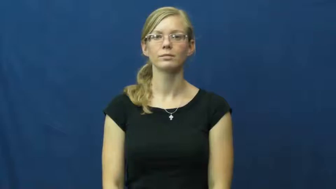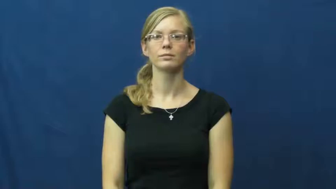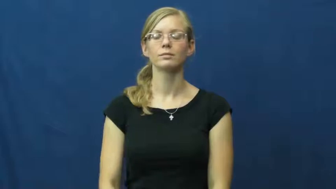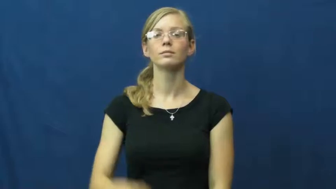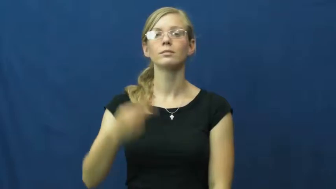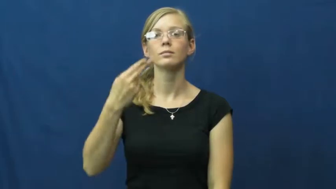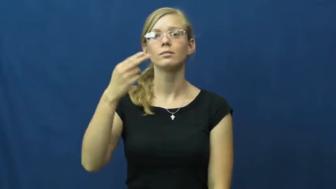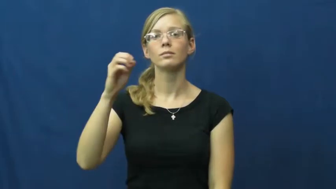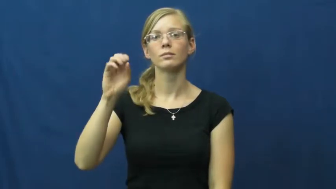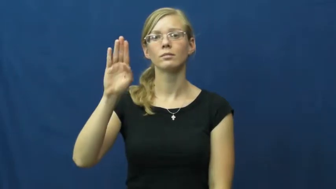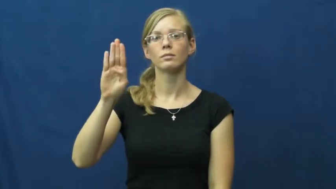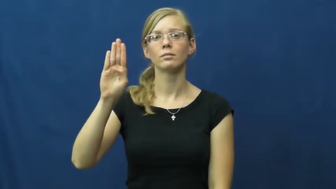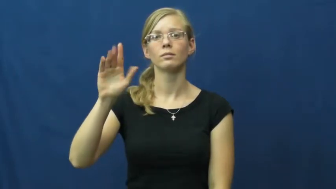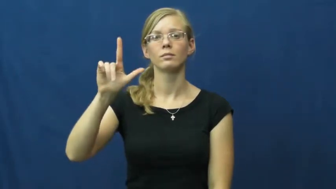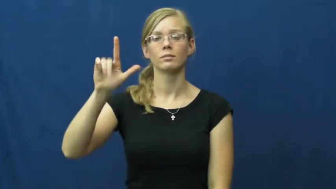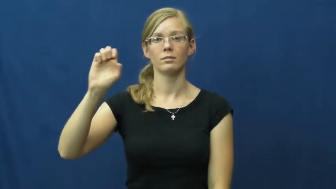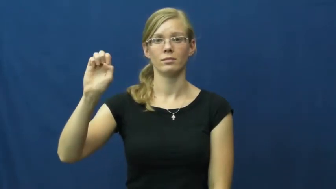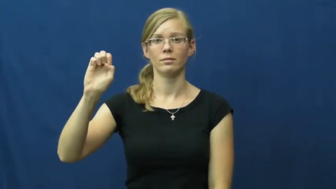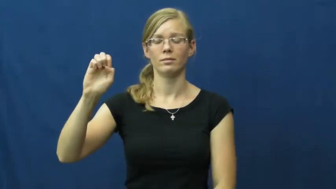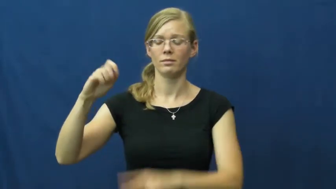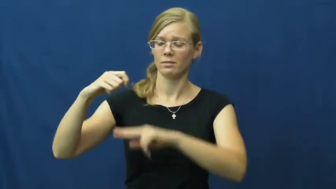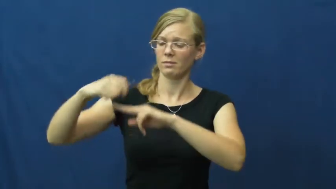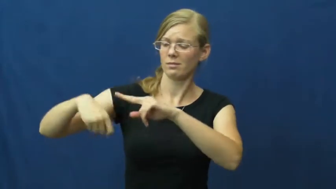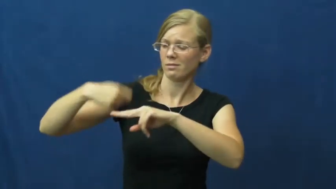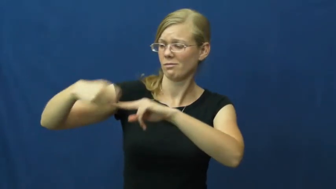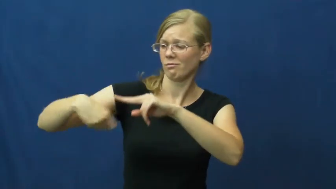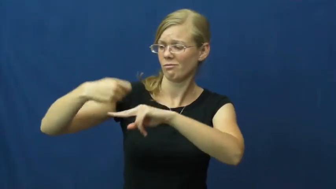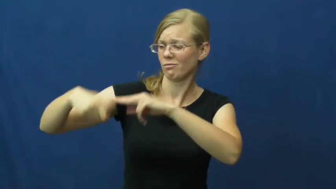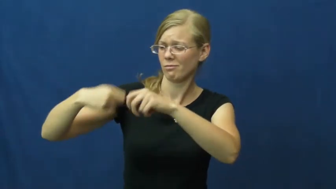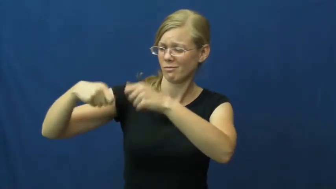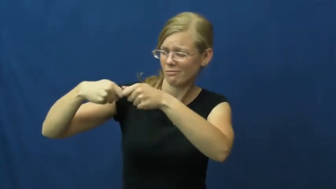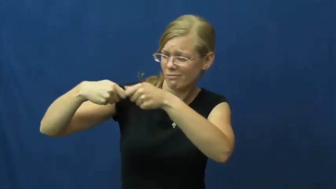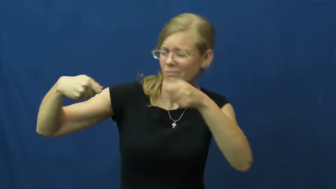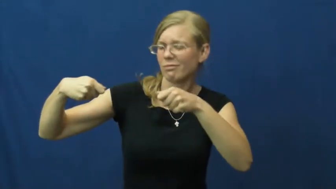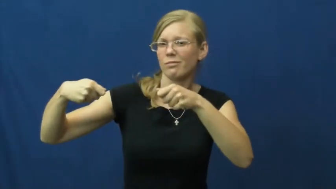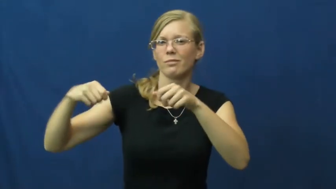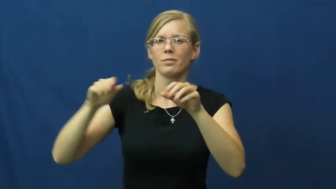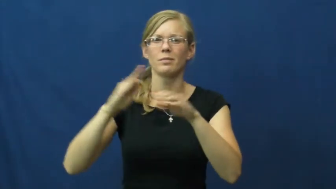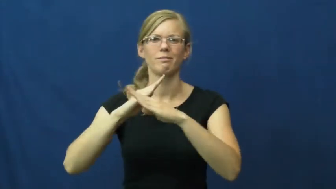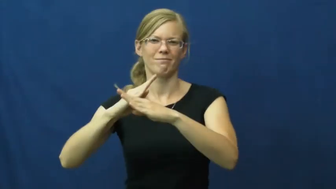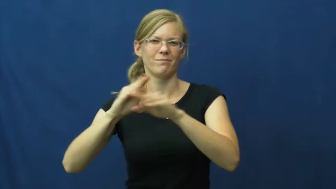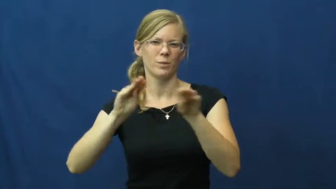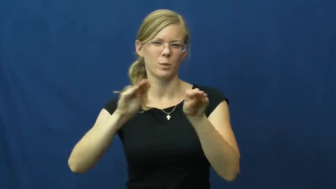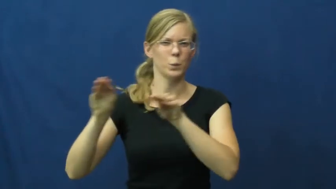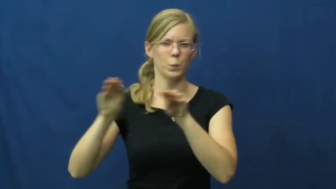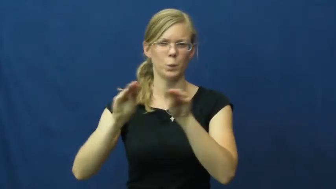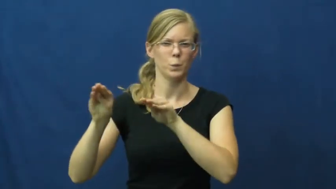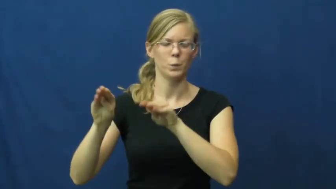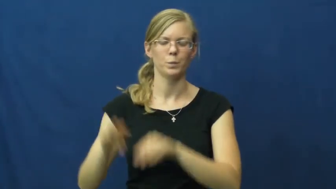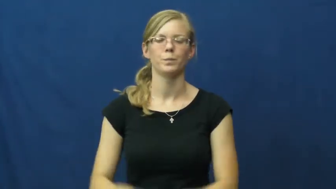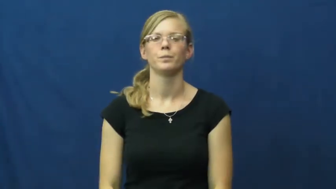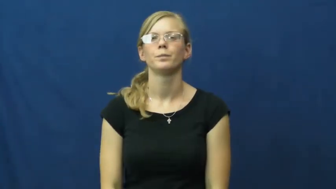hobble-tie